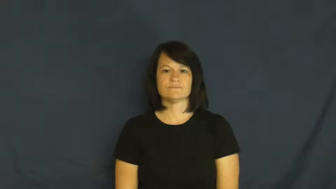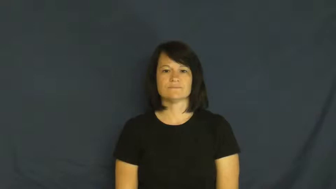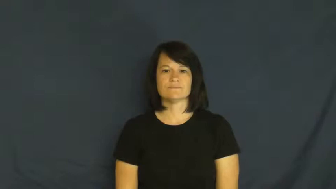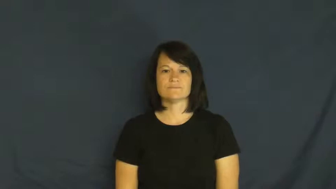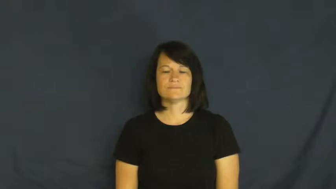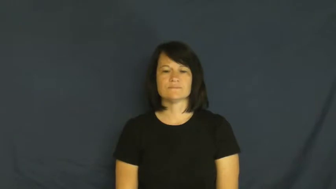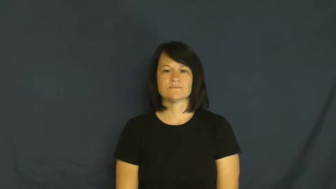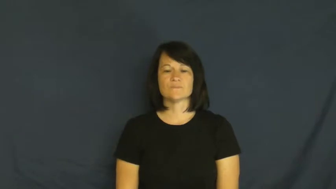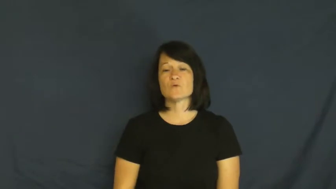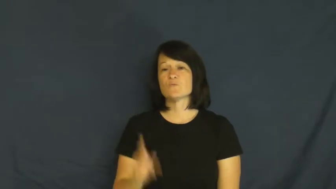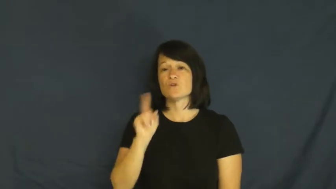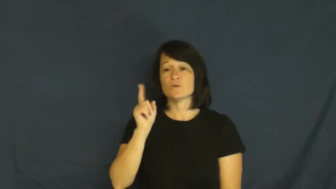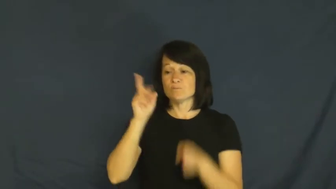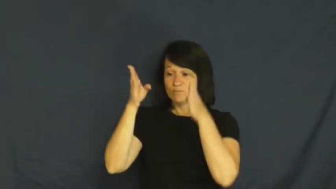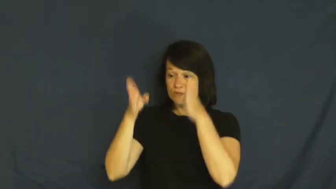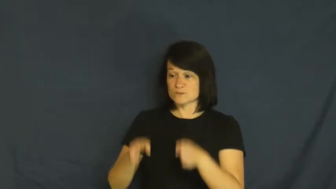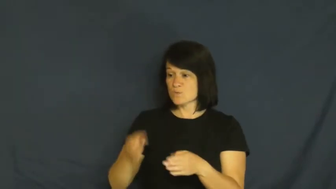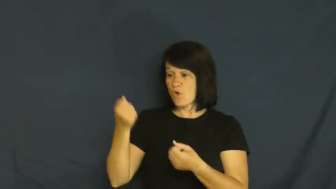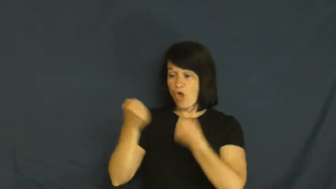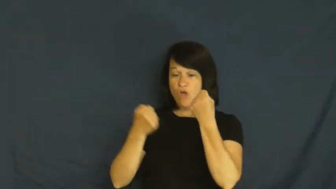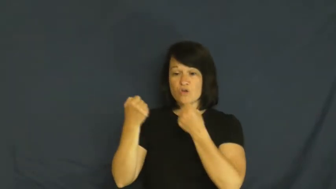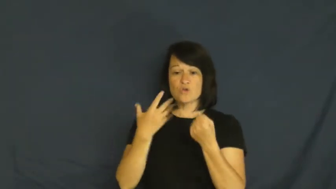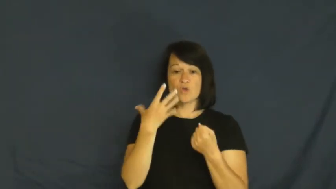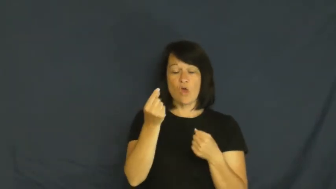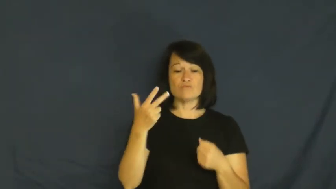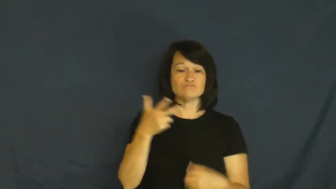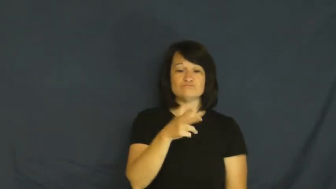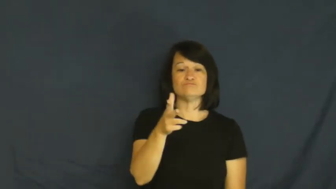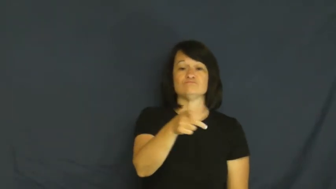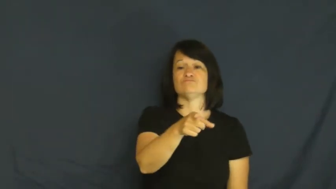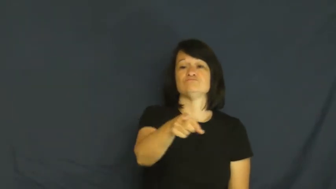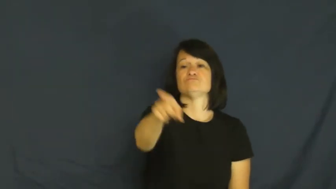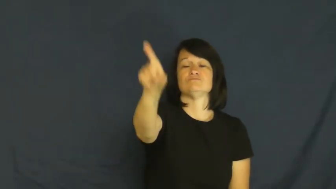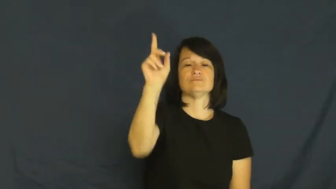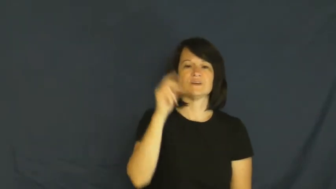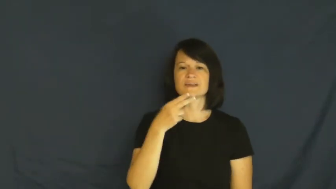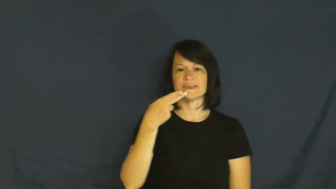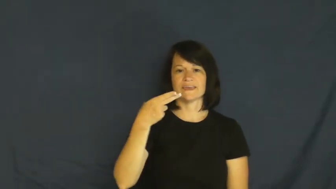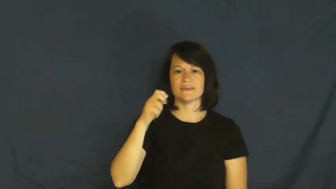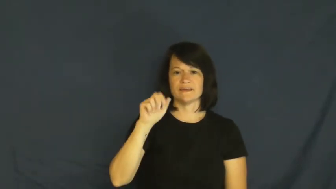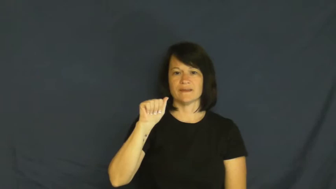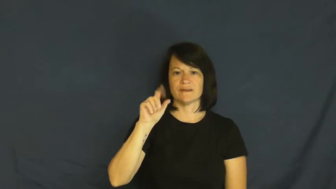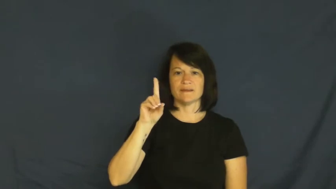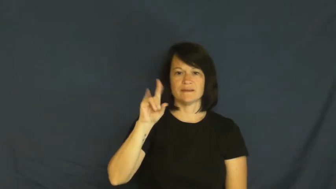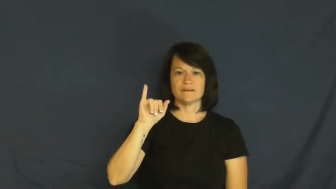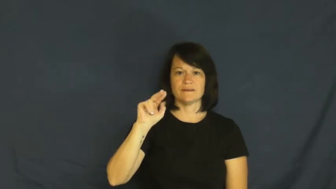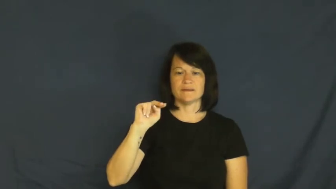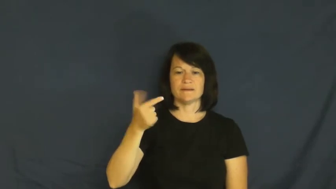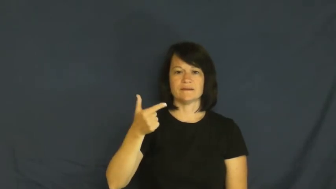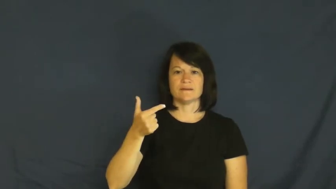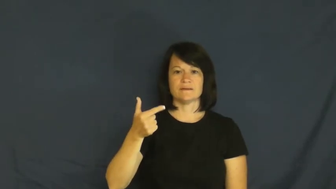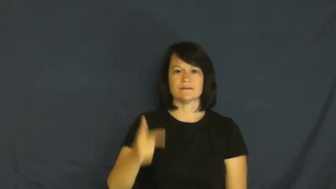heading,bearing-direction